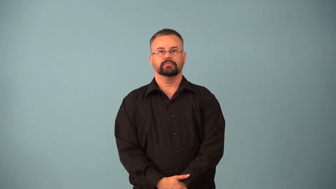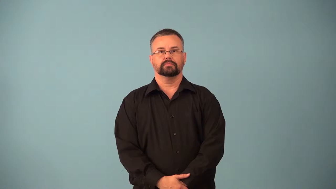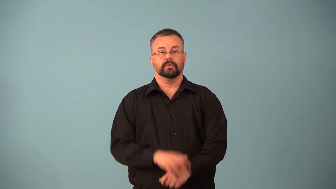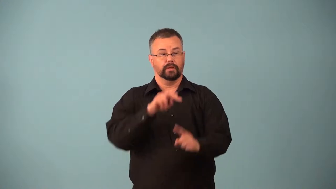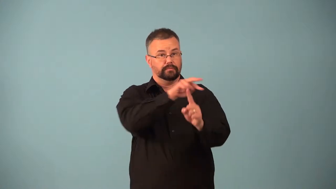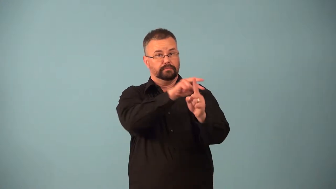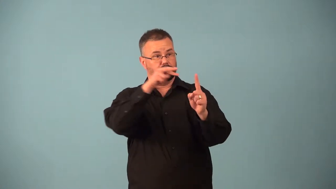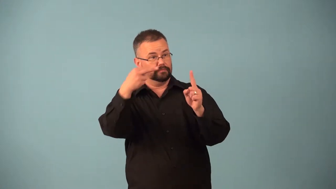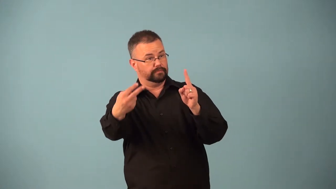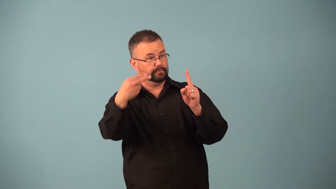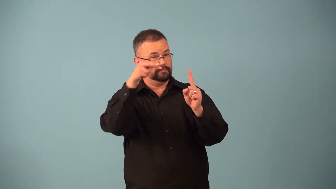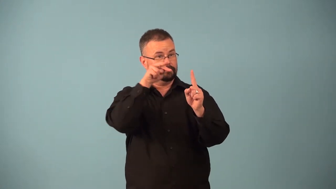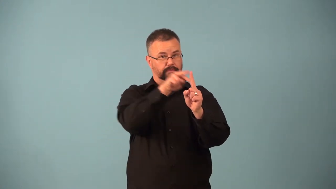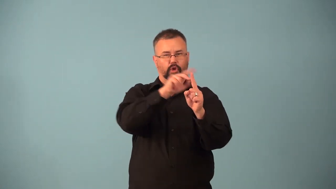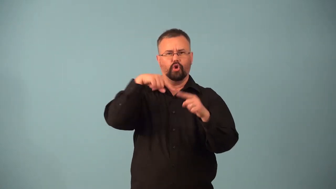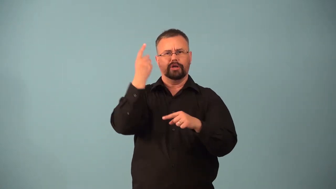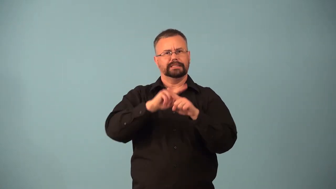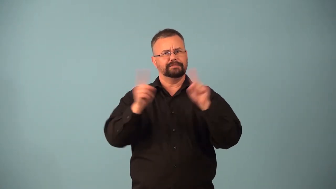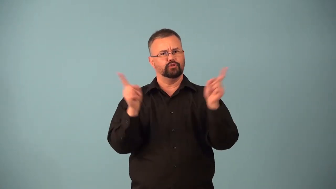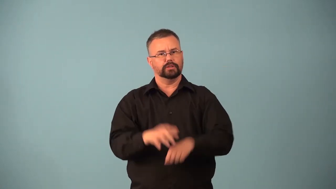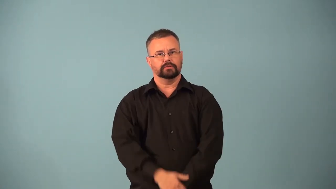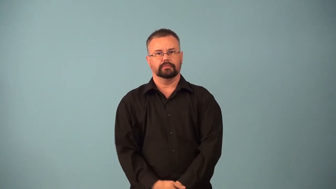parallax